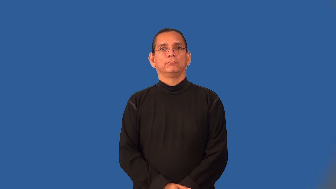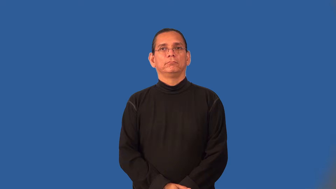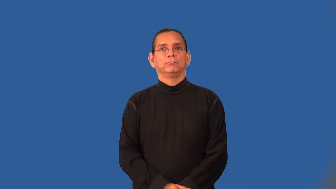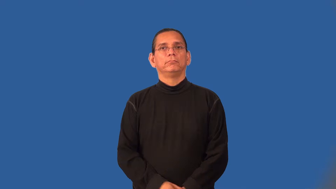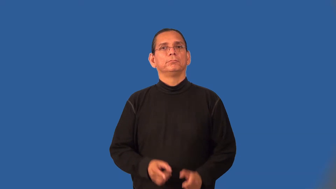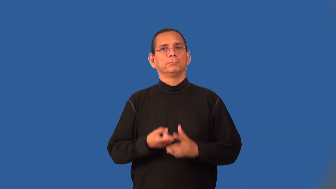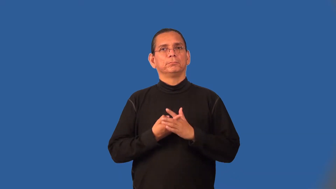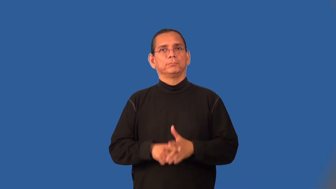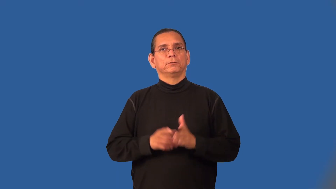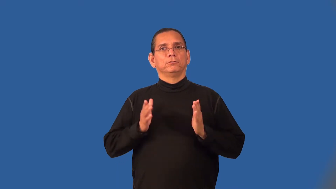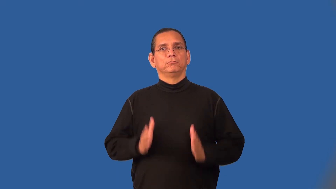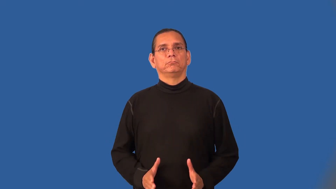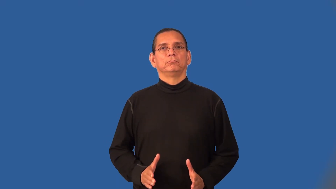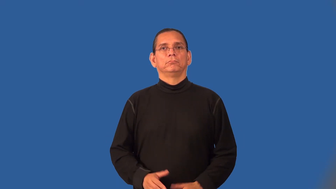starter,initiator